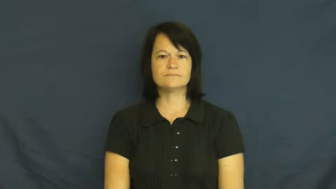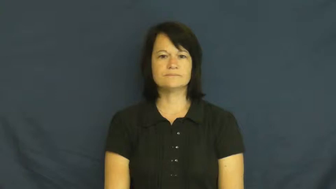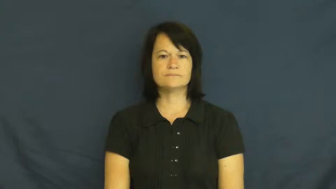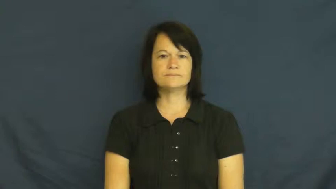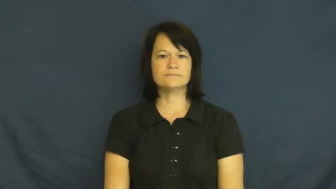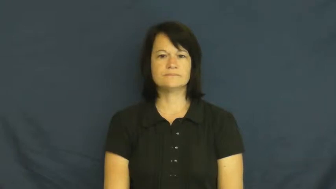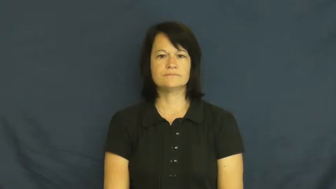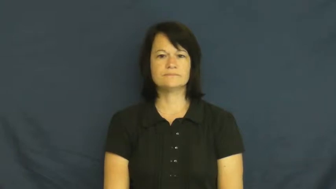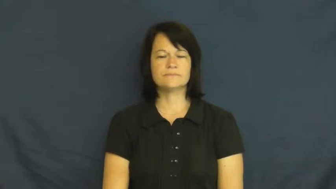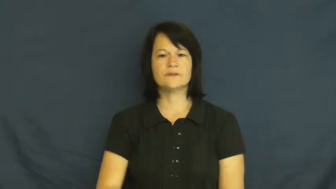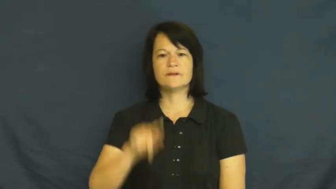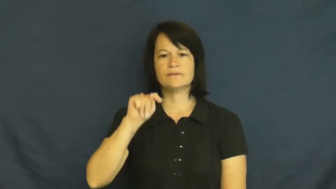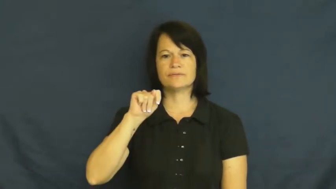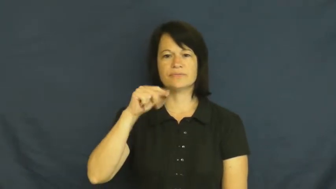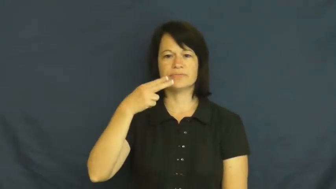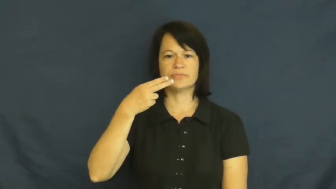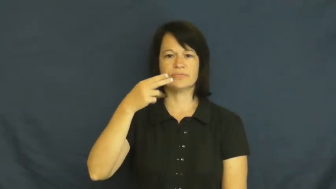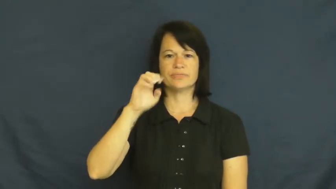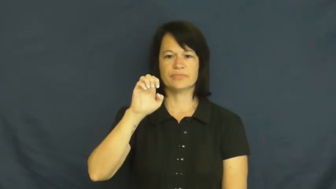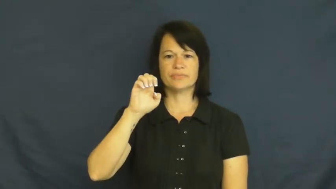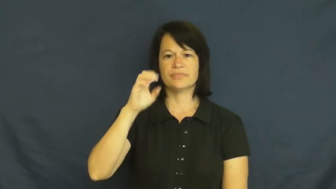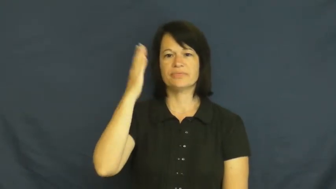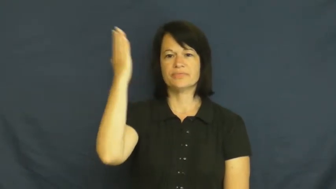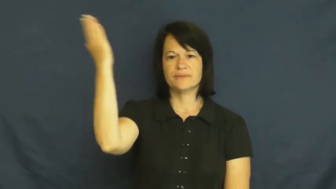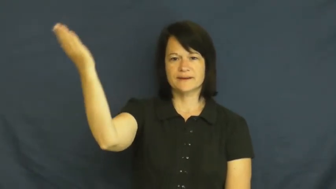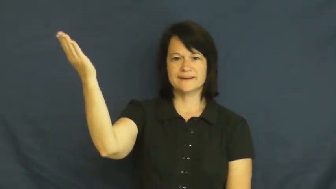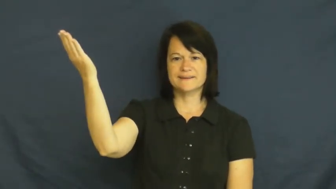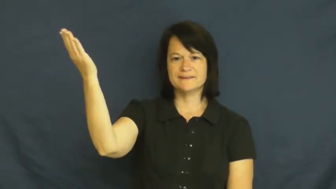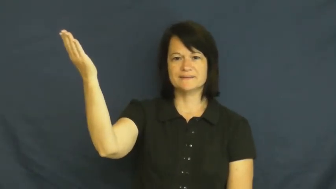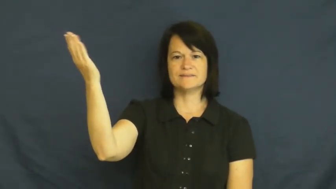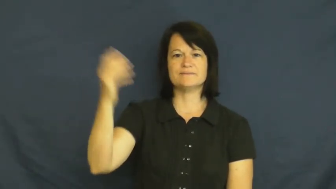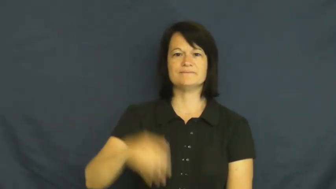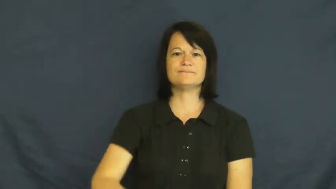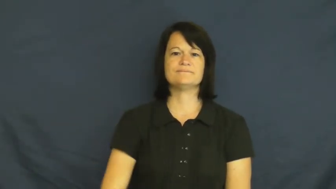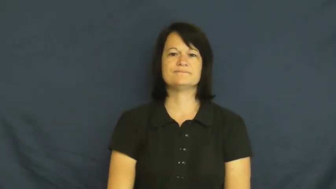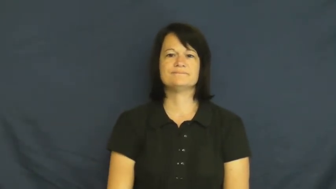thee